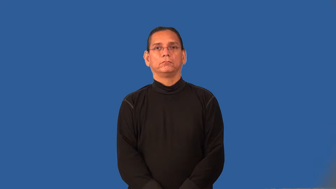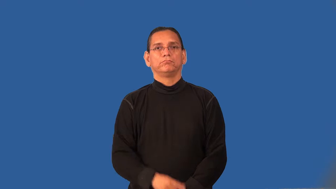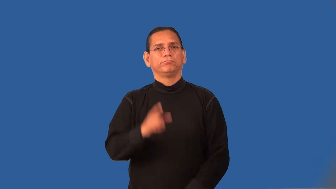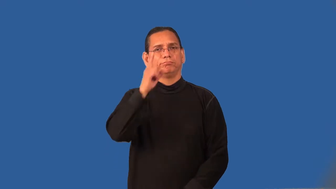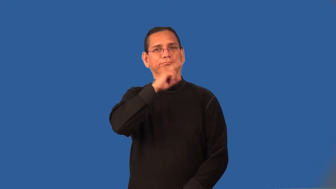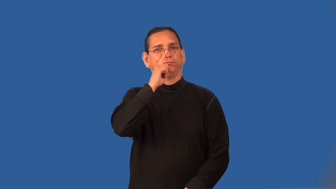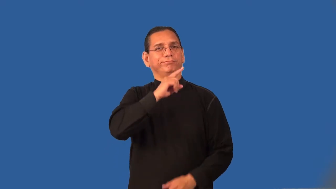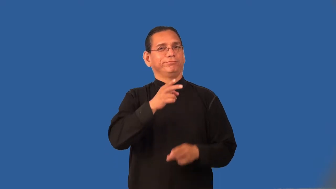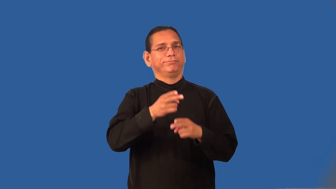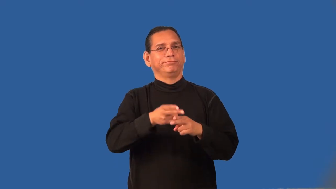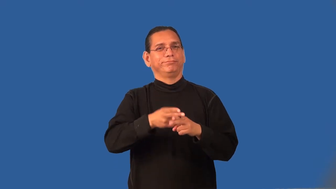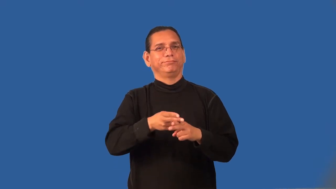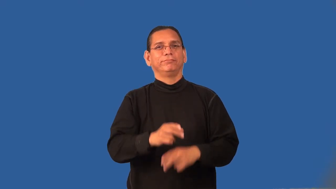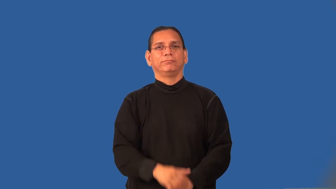pseudonym